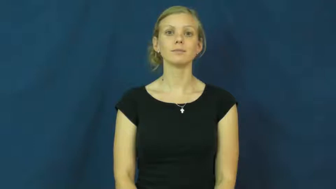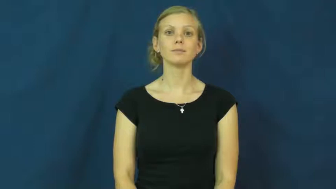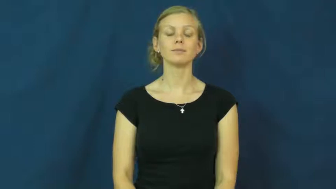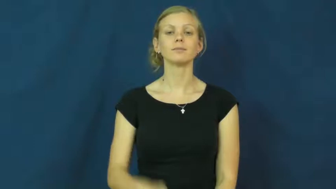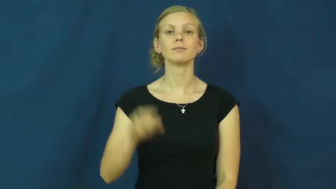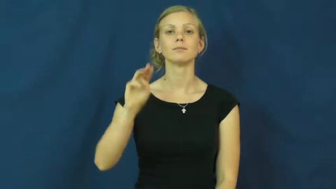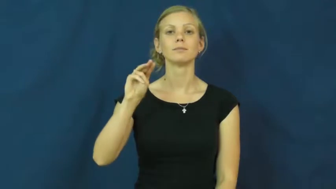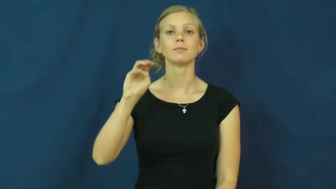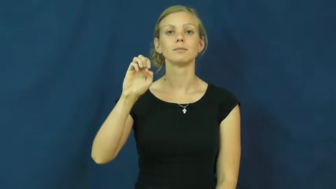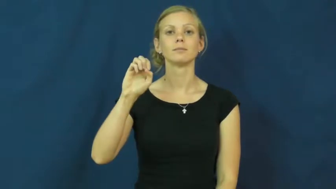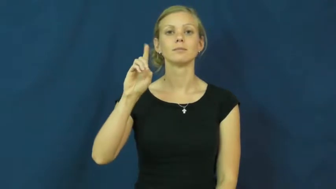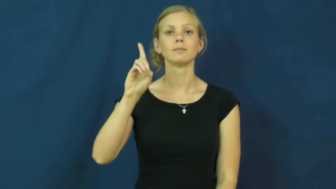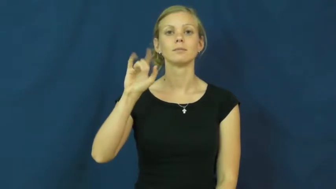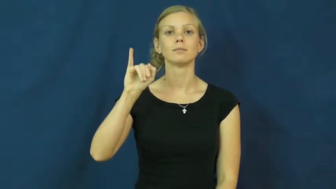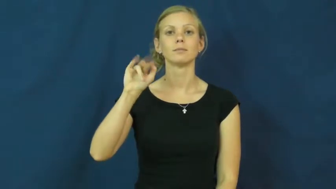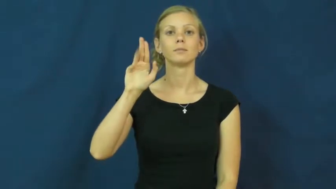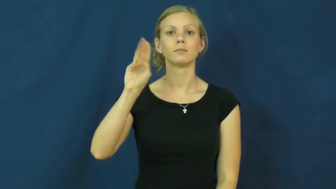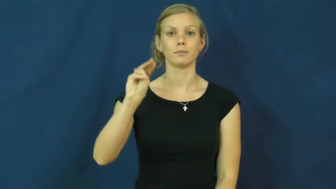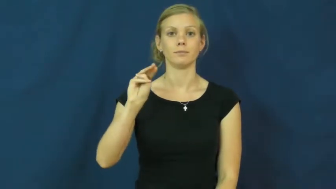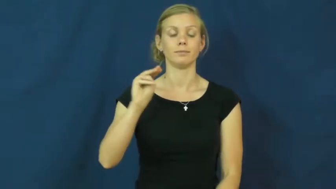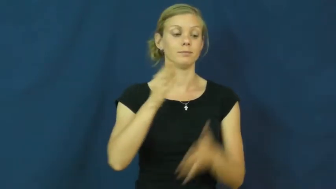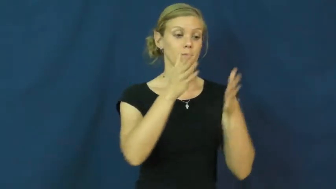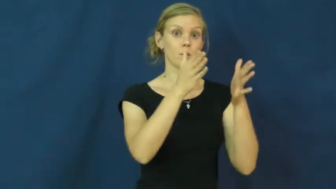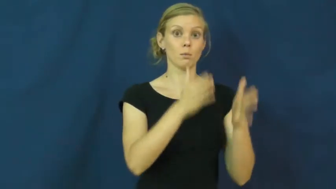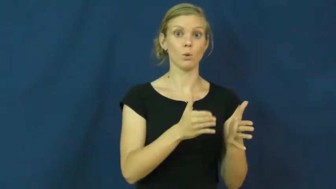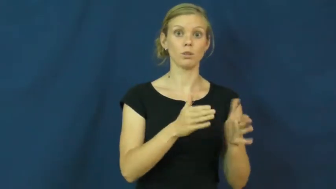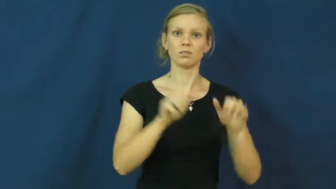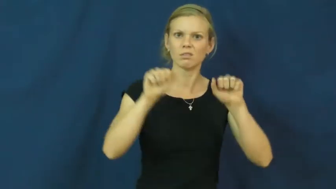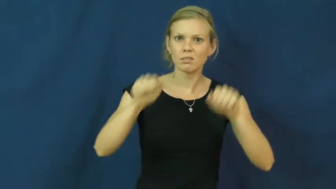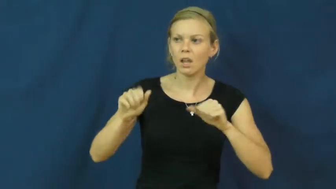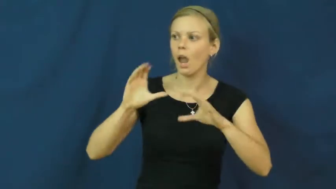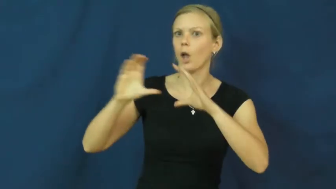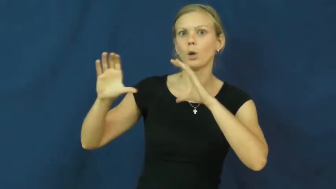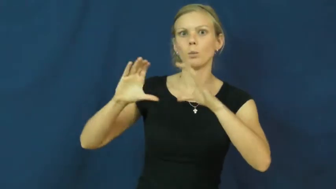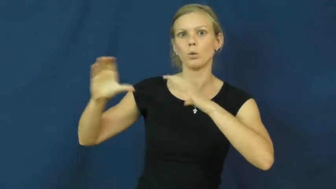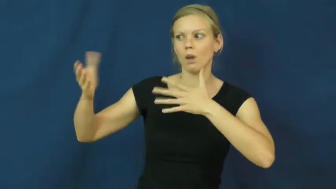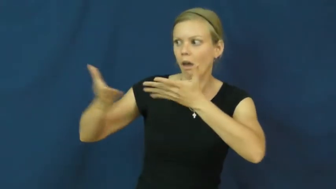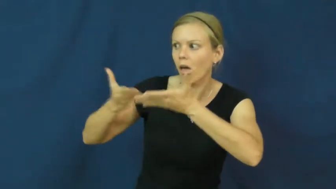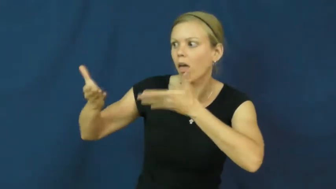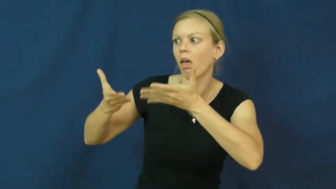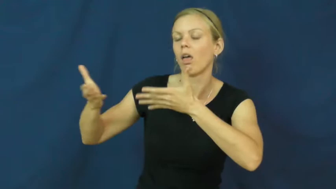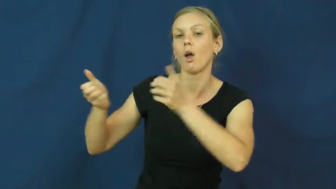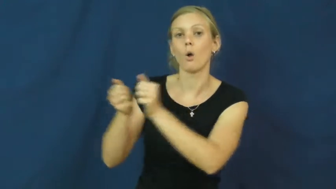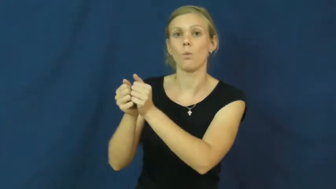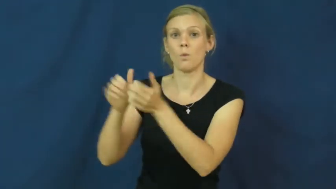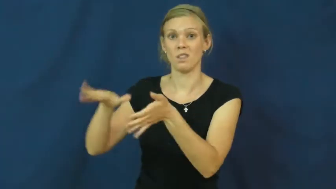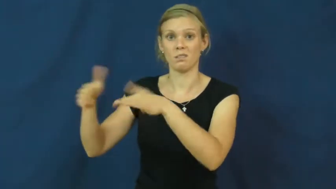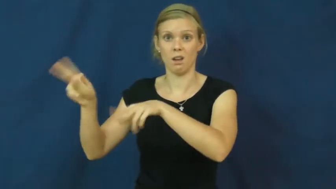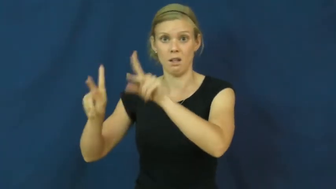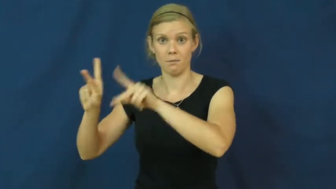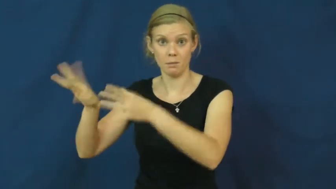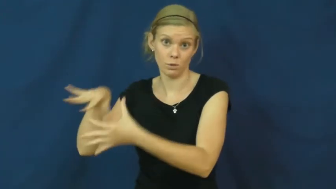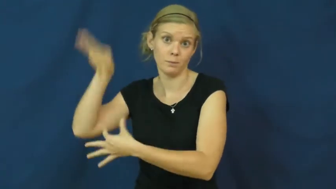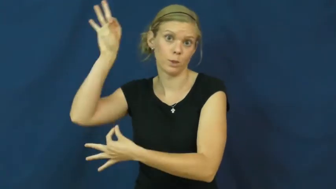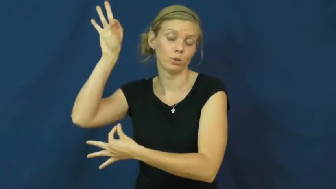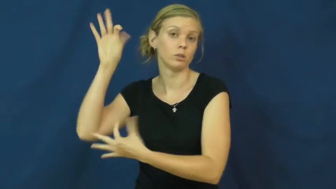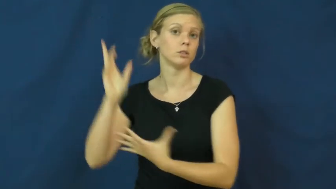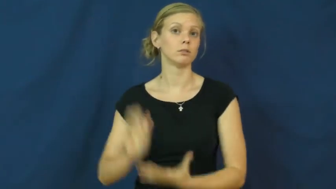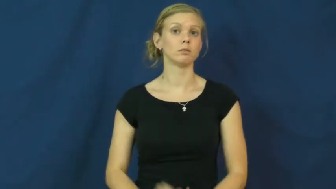medium-spirit